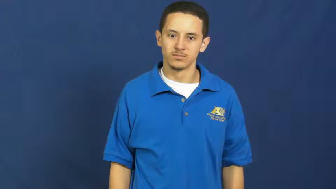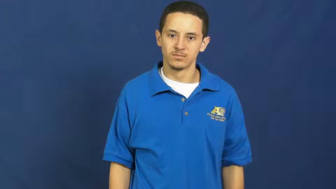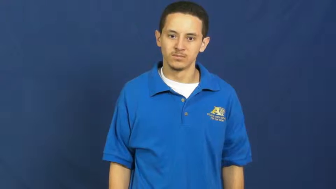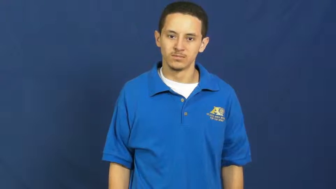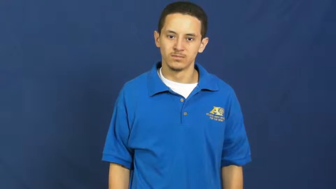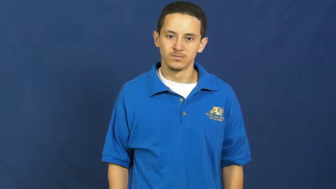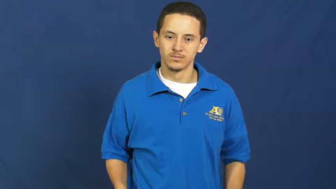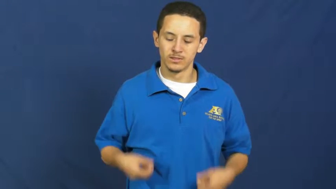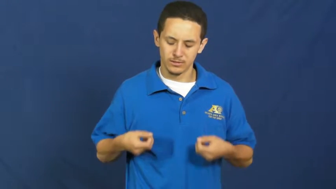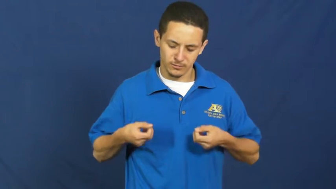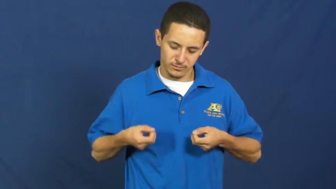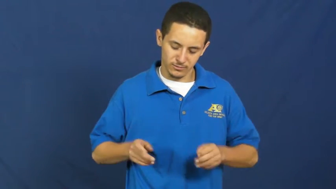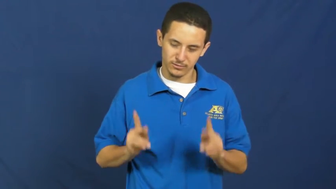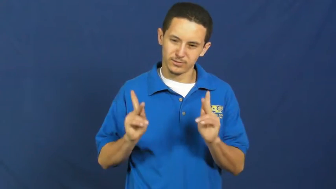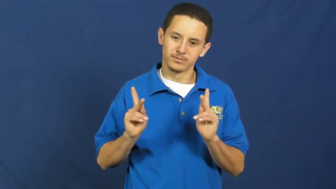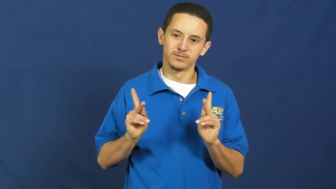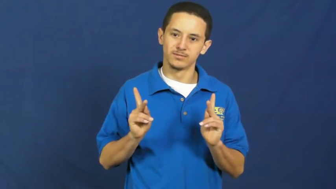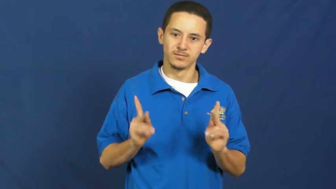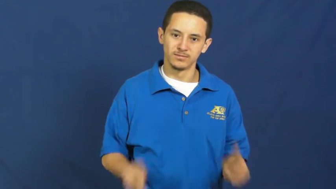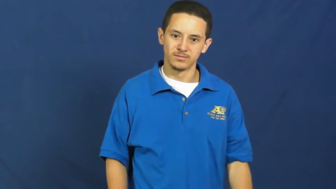opportunity,door